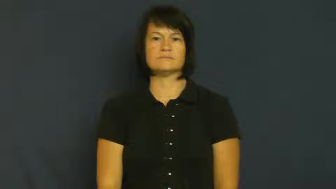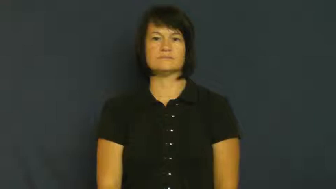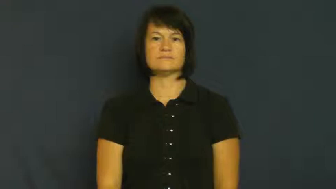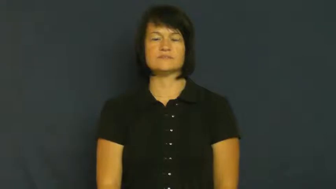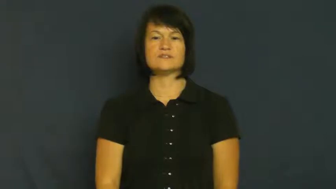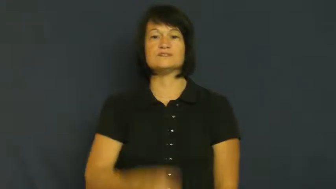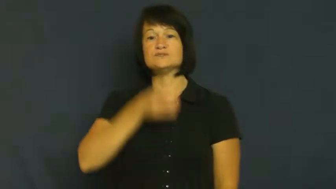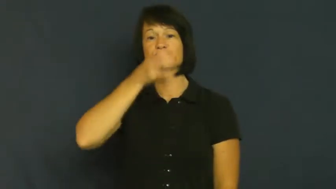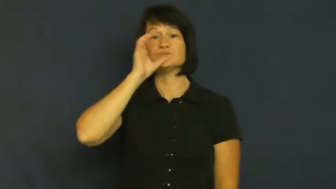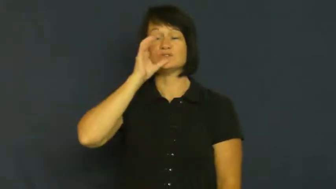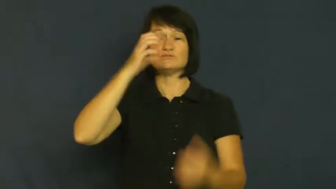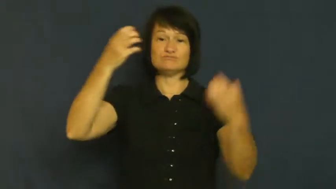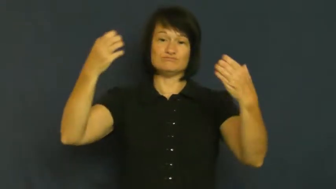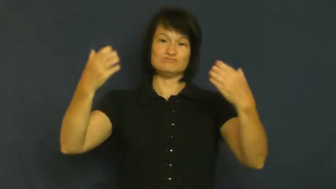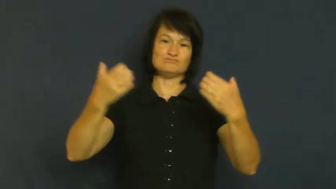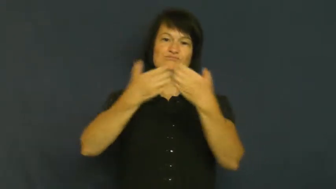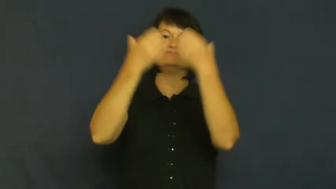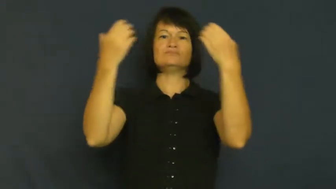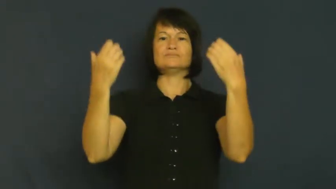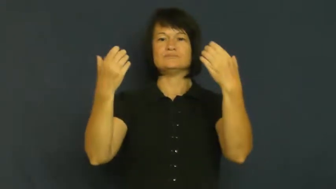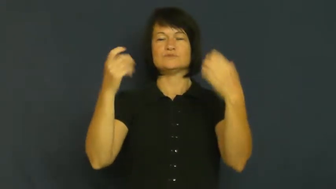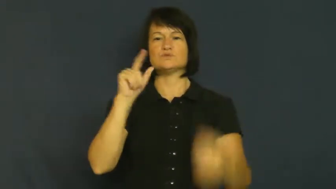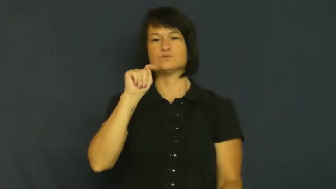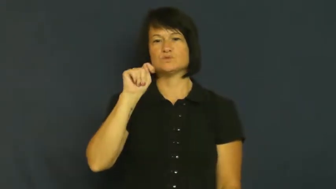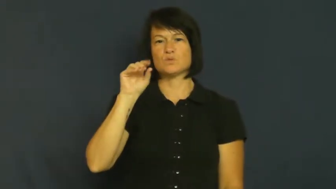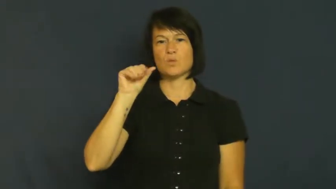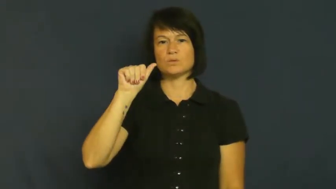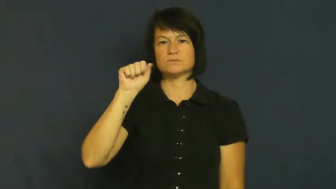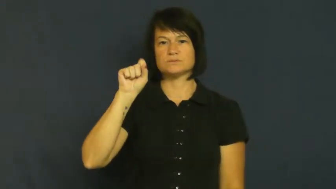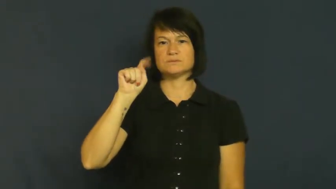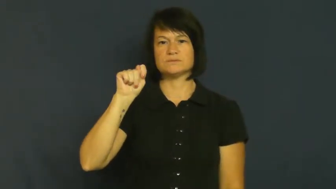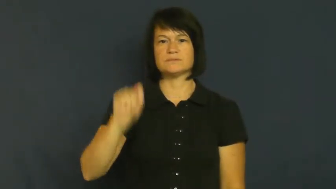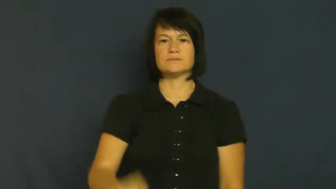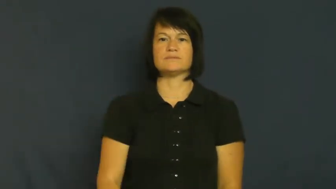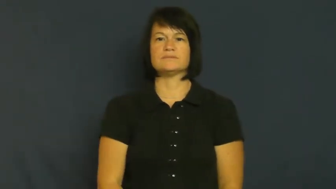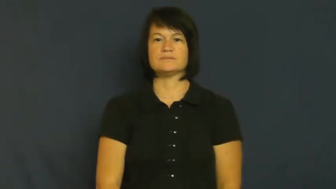toast-drink